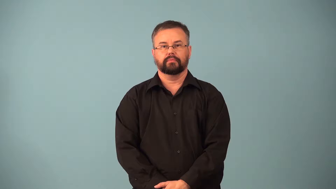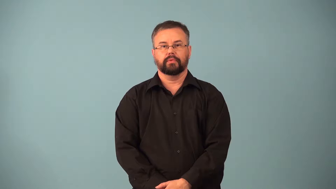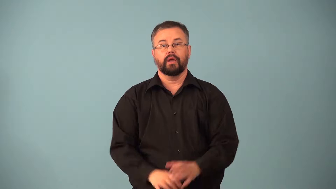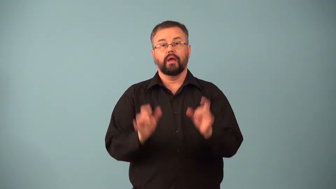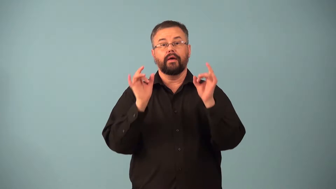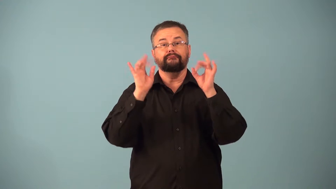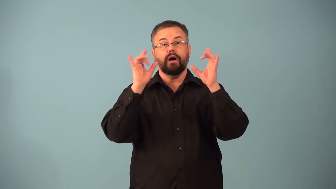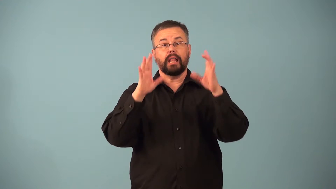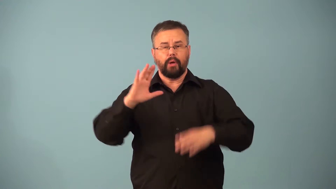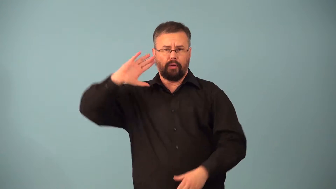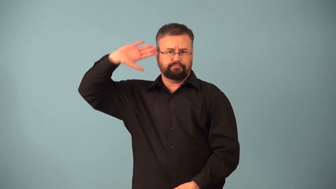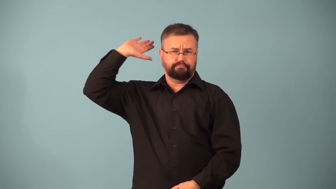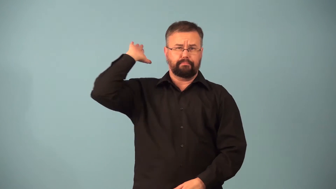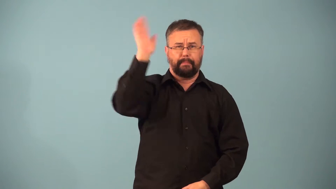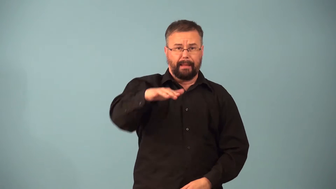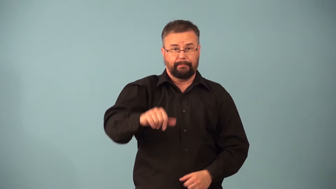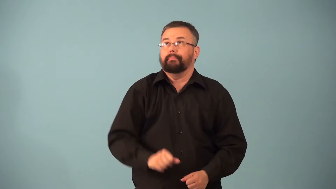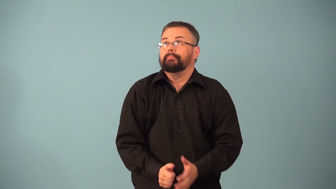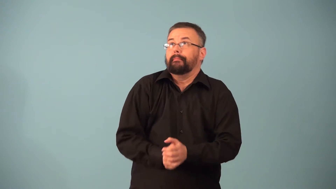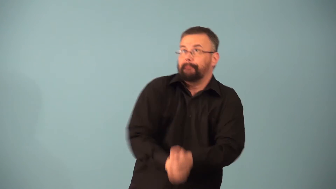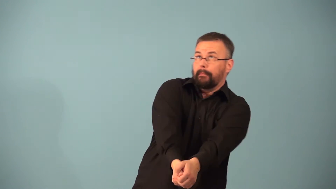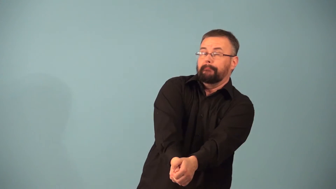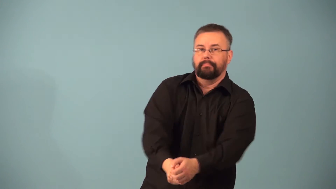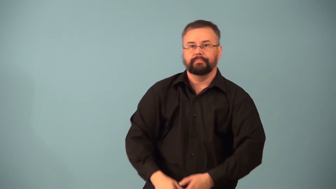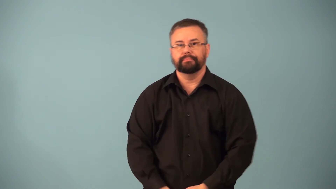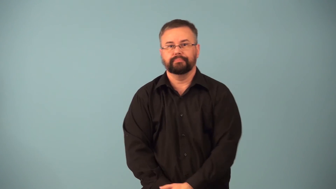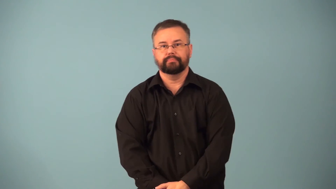dig-volleyball